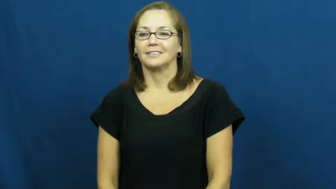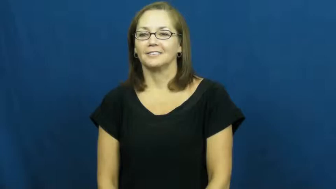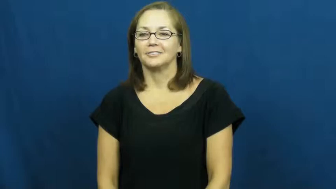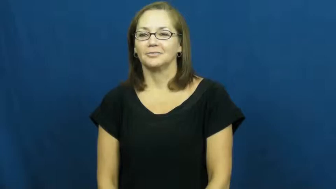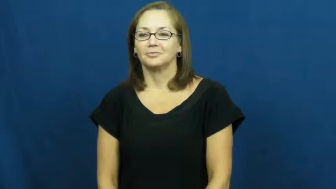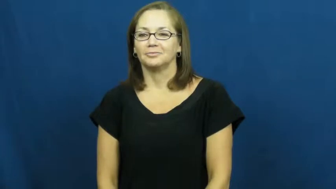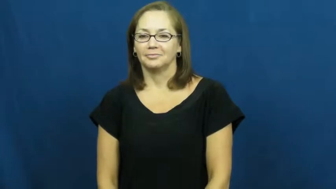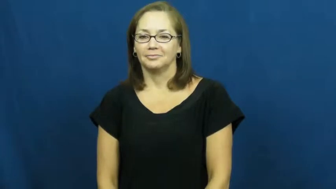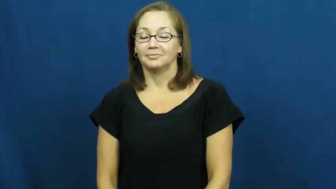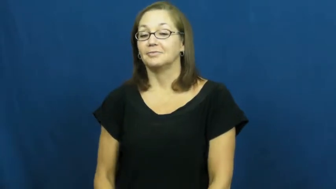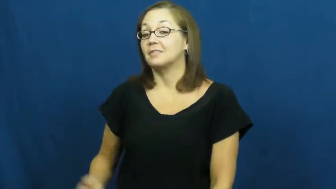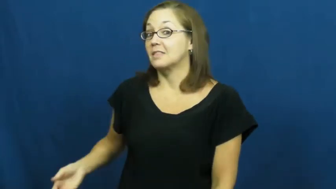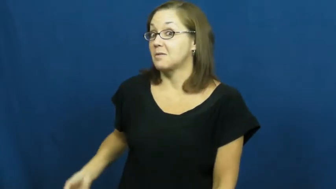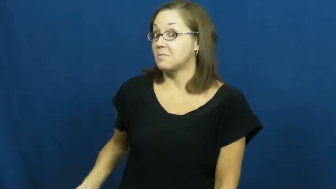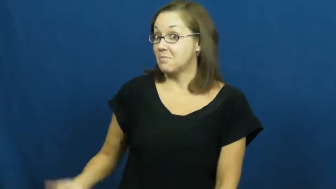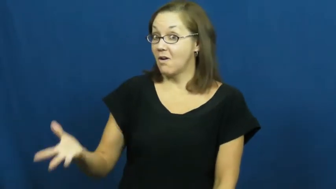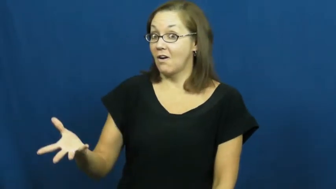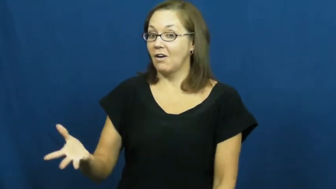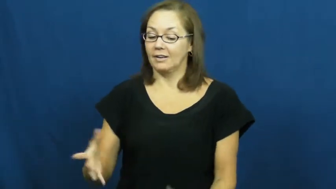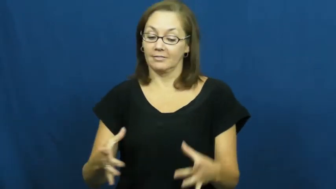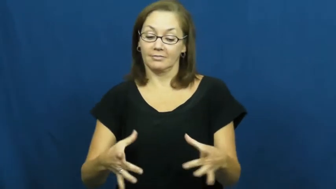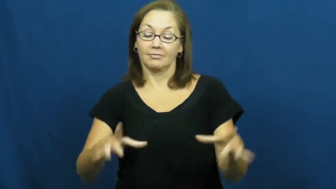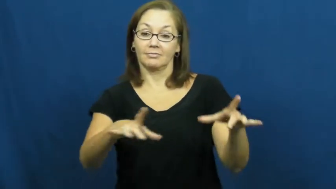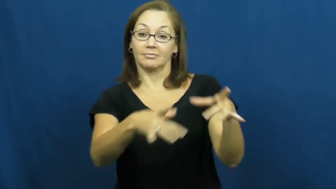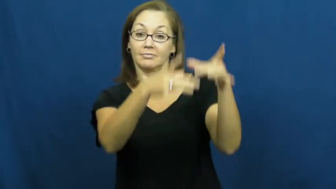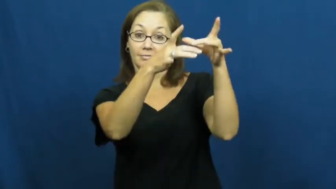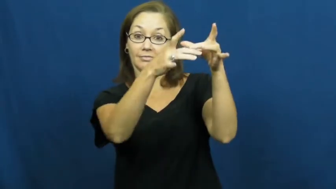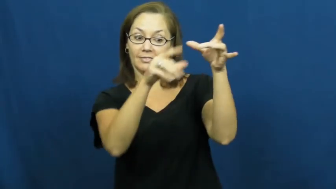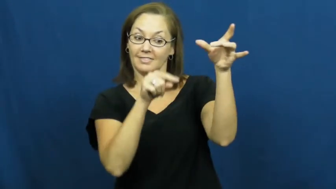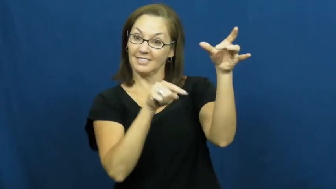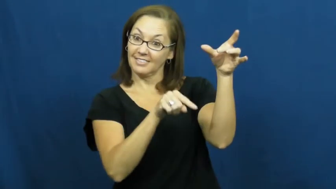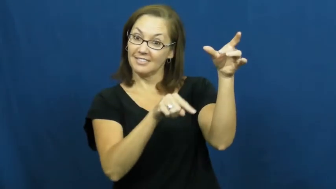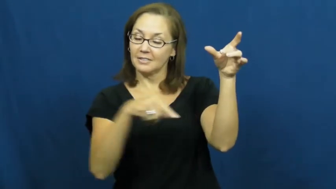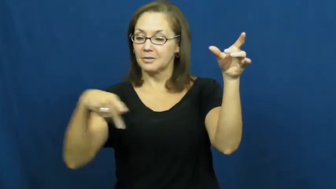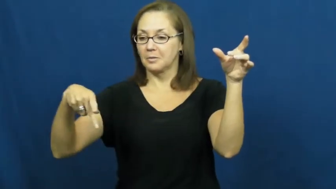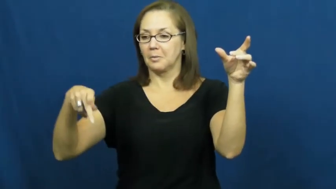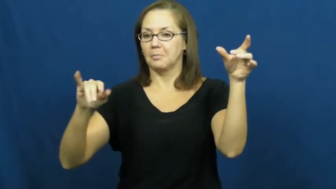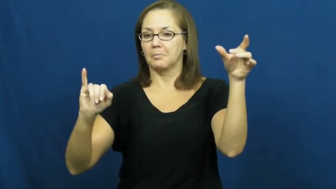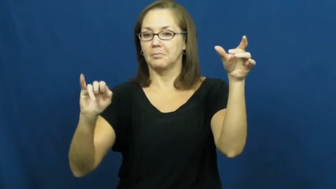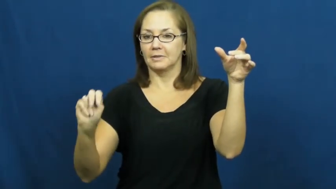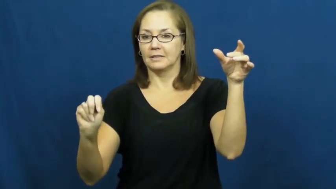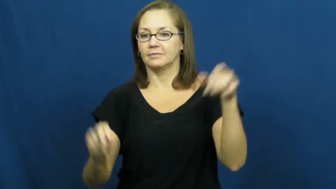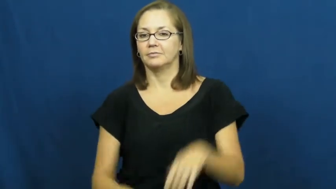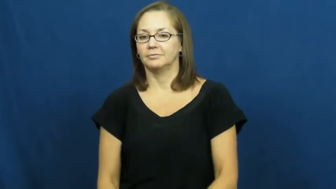pin,tenpin-bowling